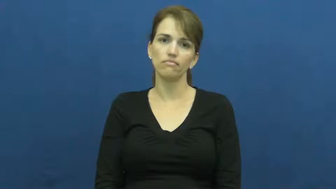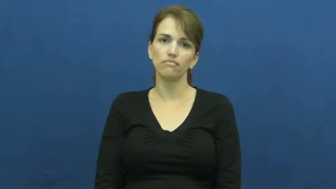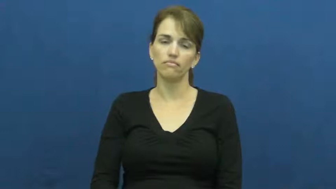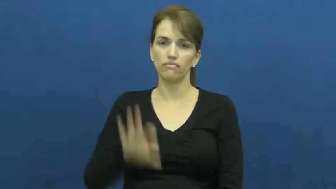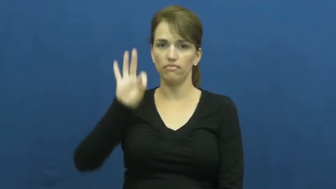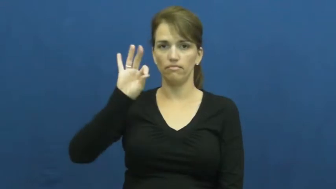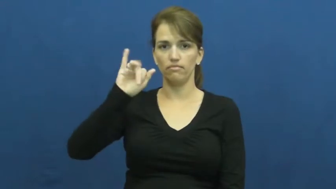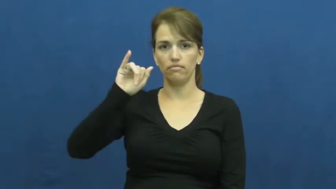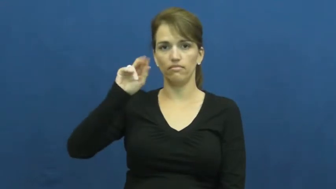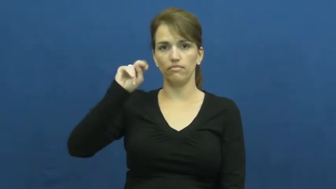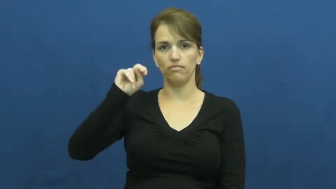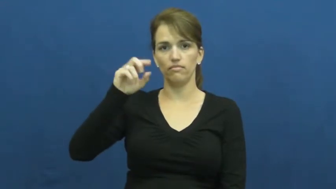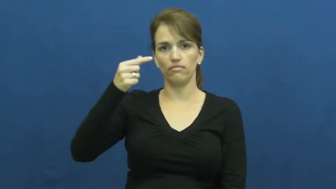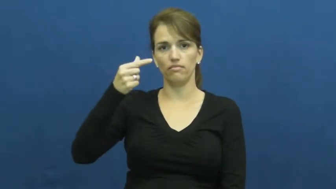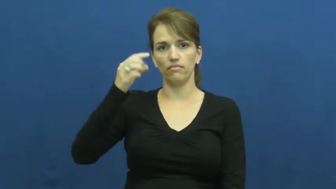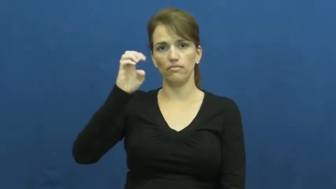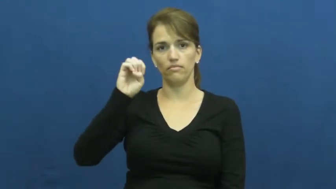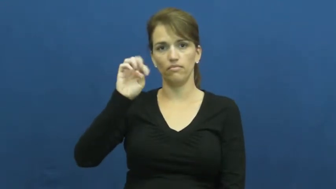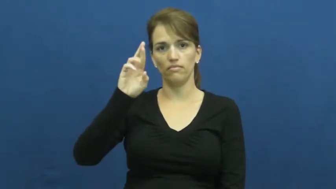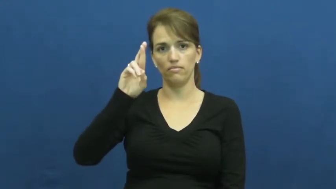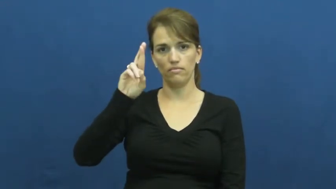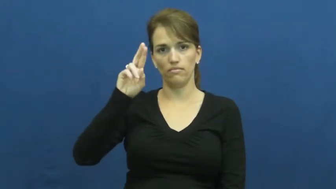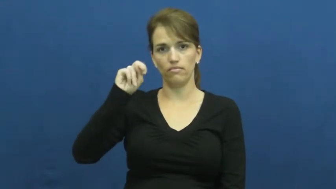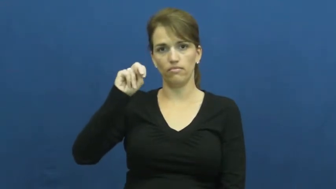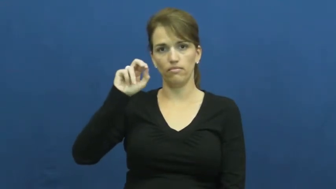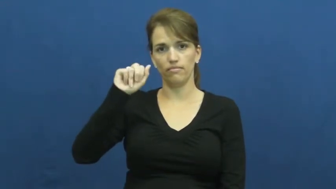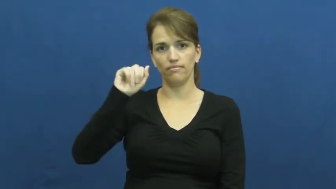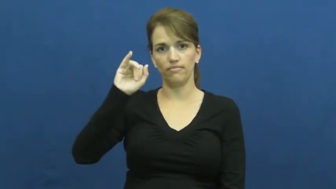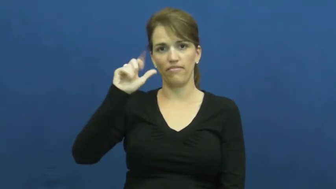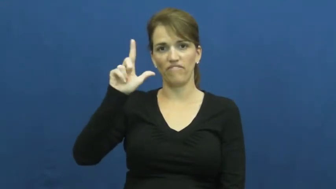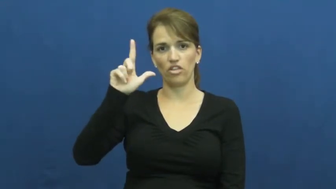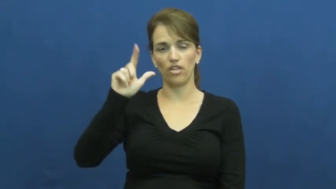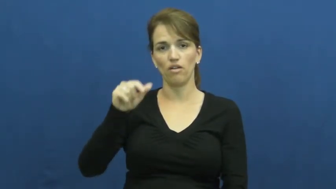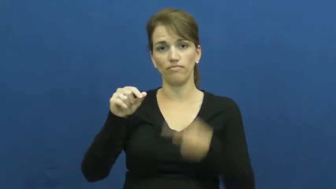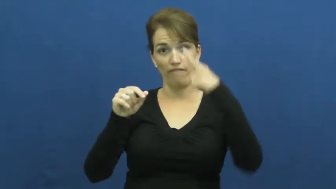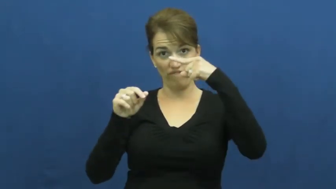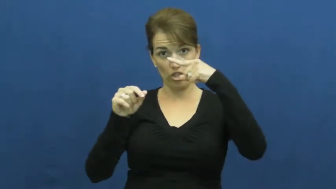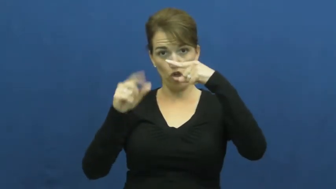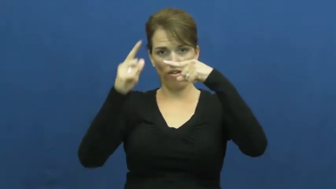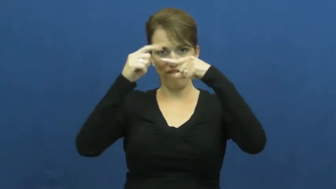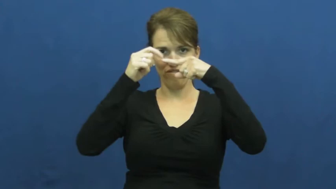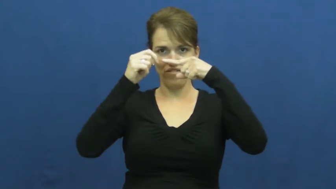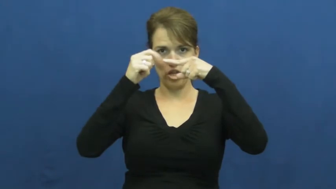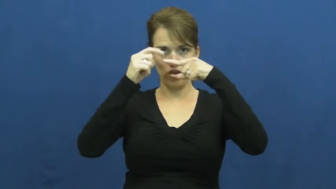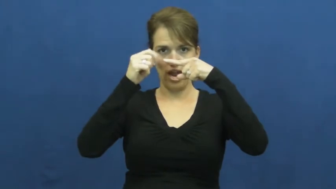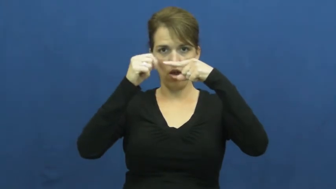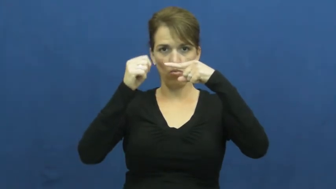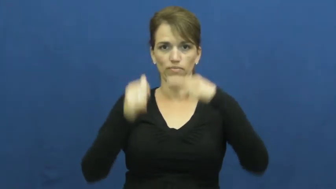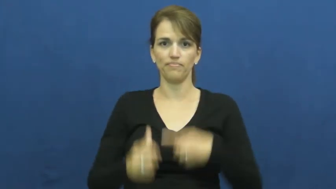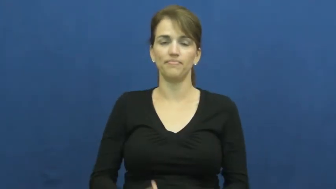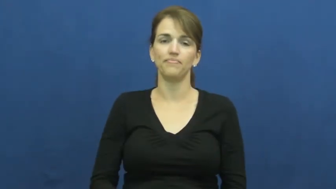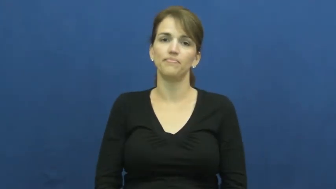fingernail